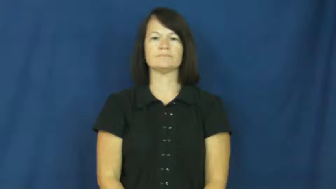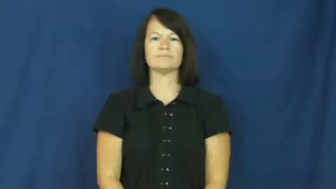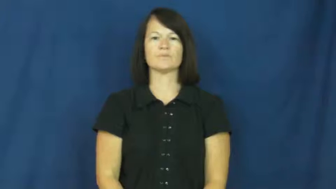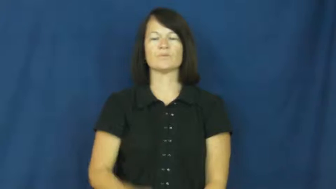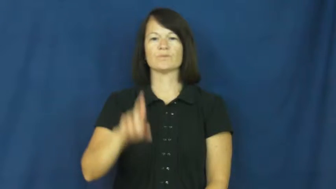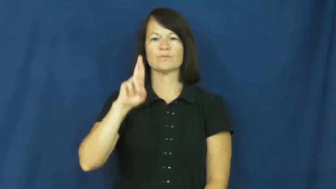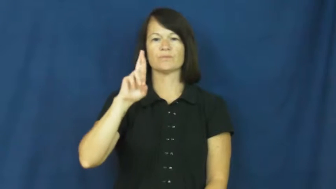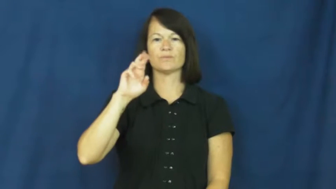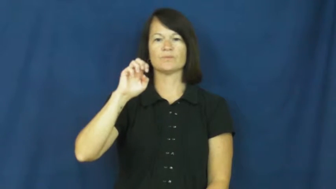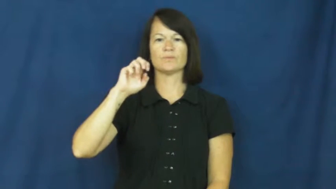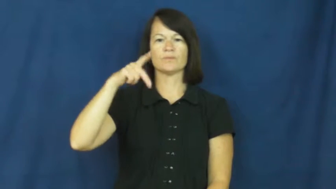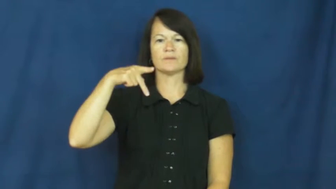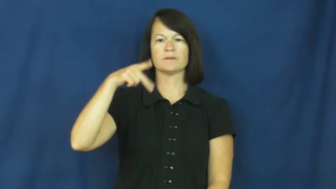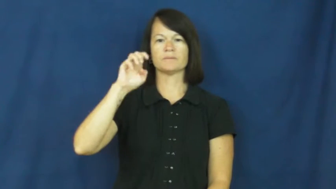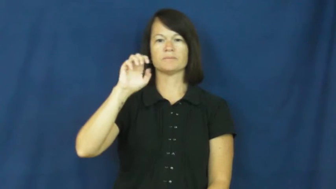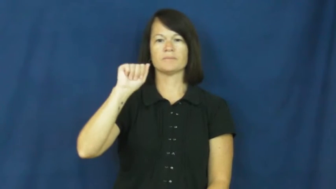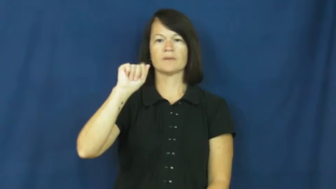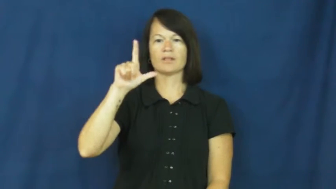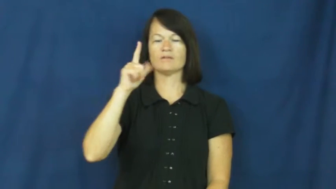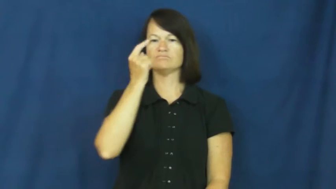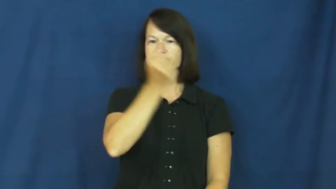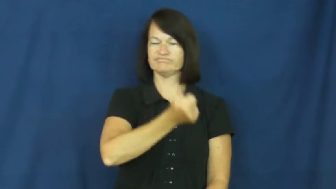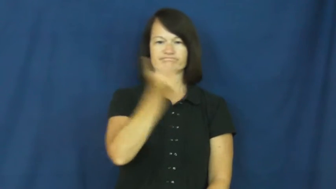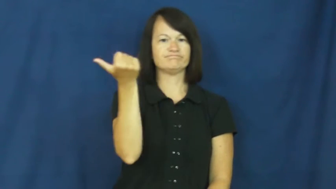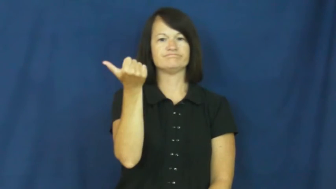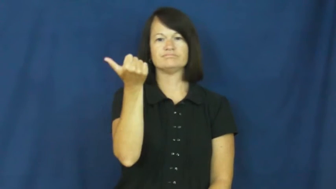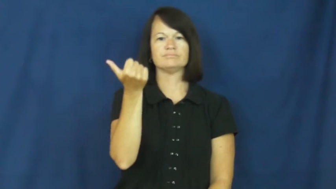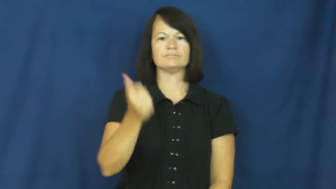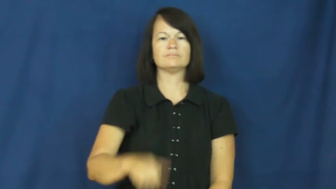repeal